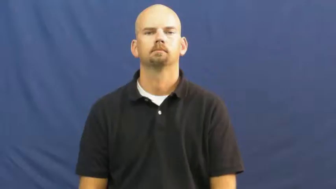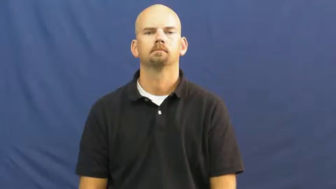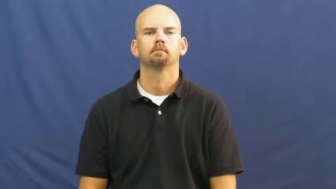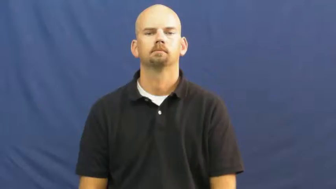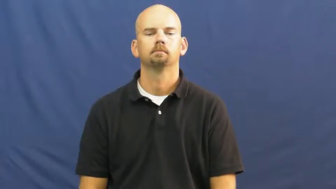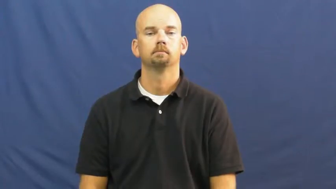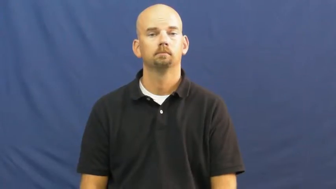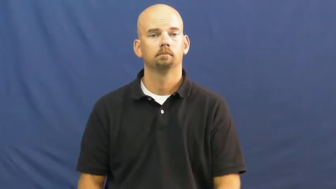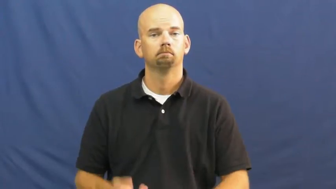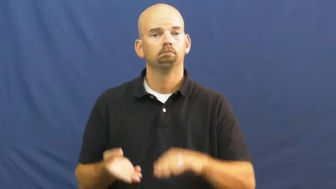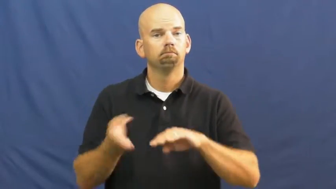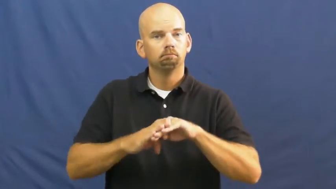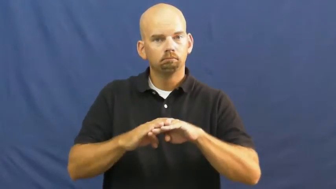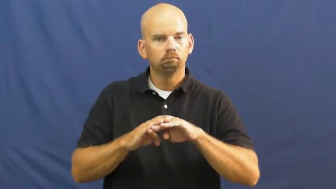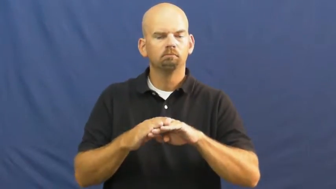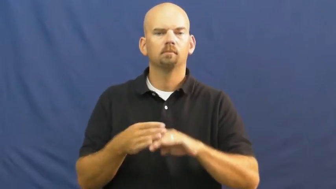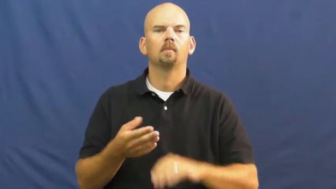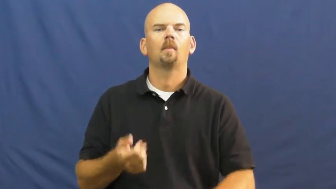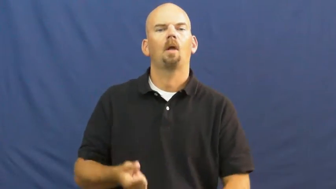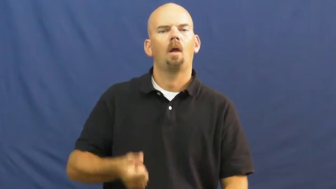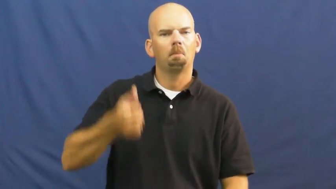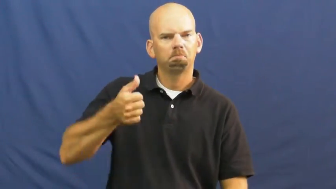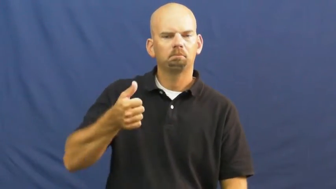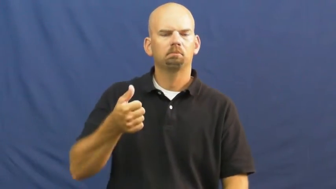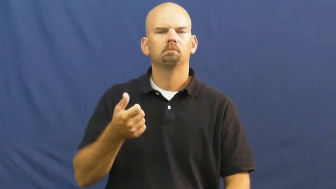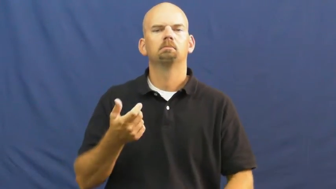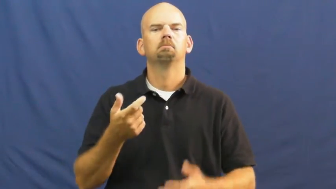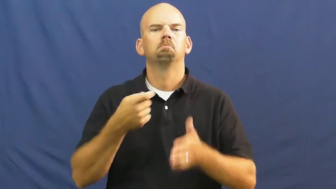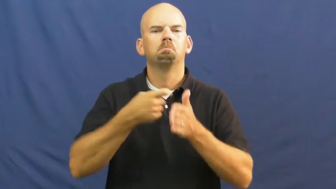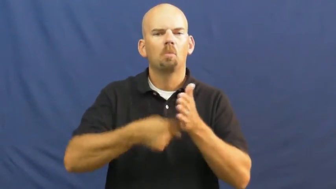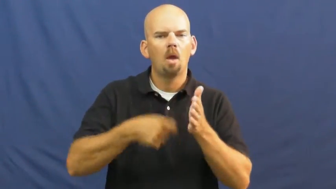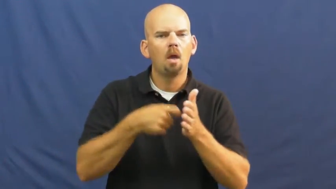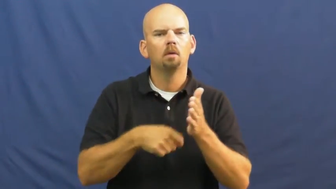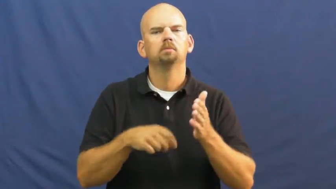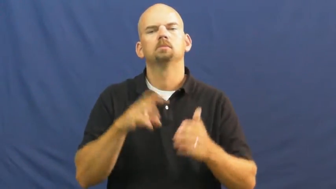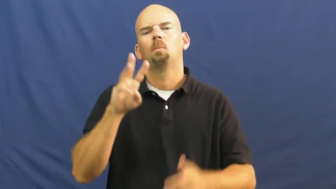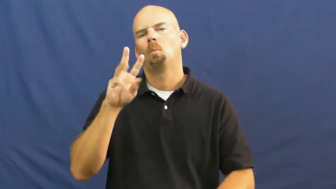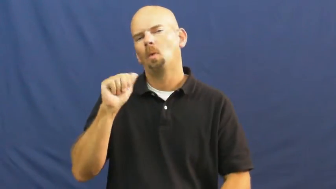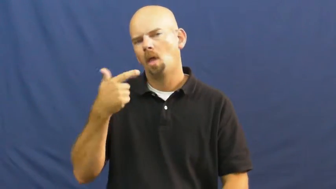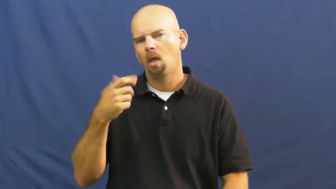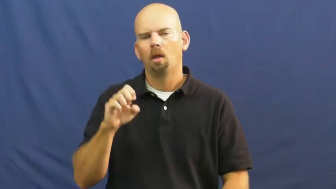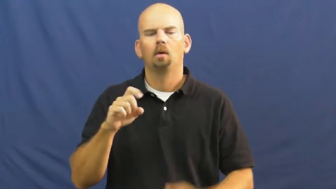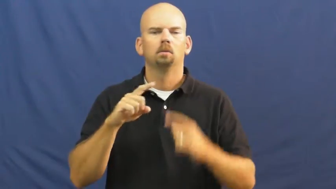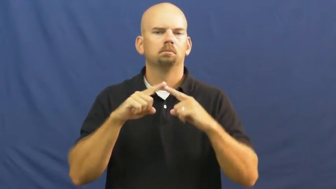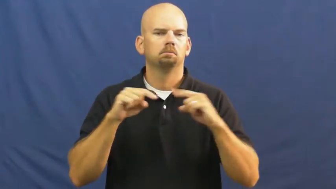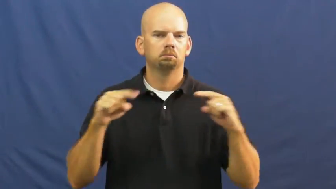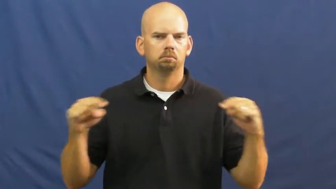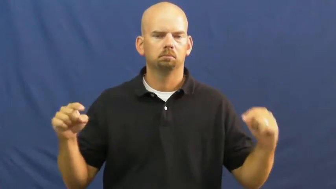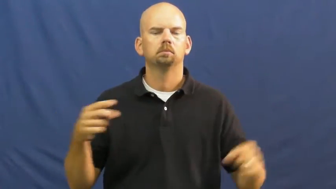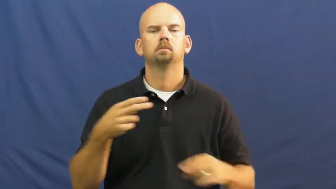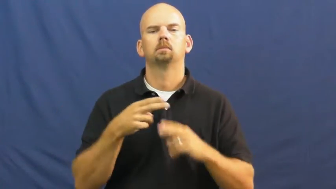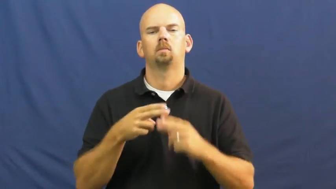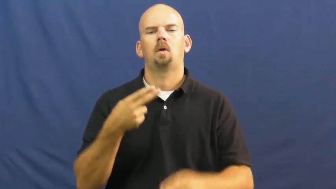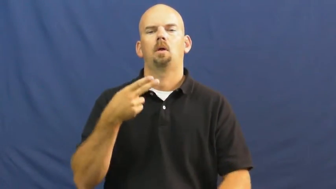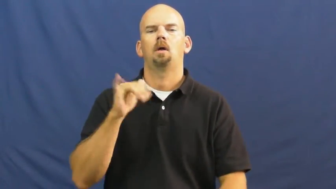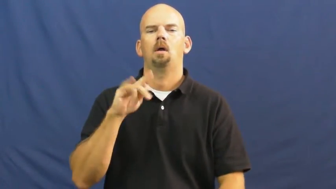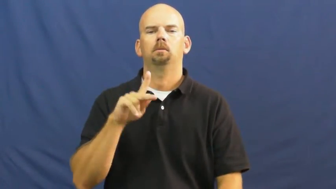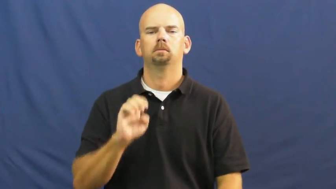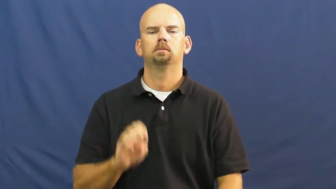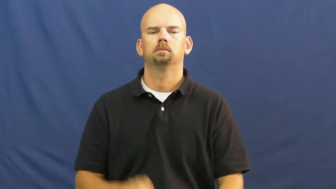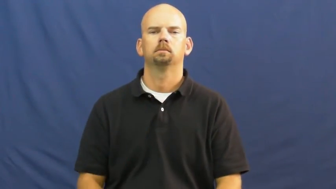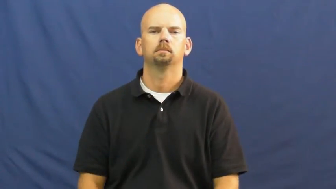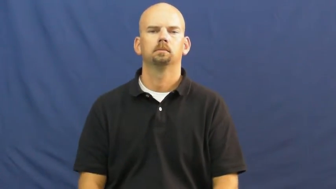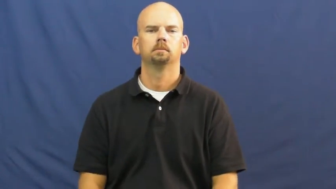hike,bump up,push up-increase